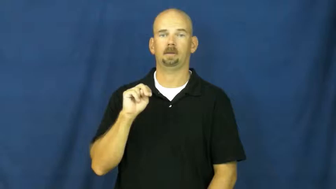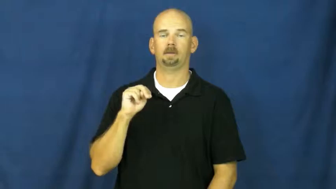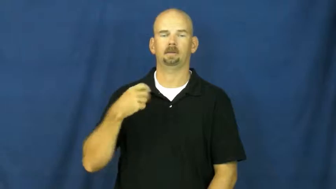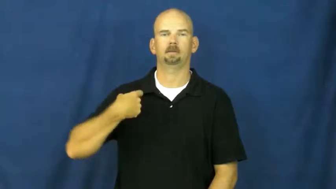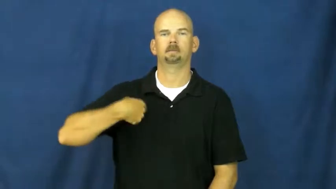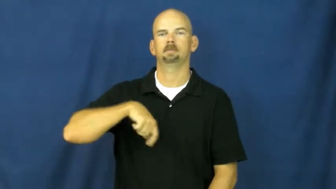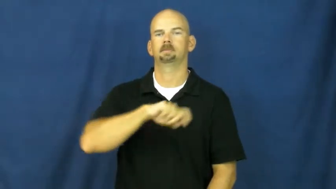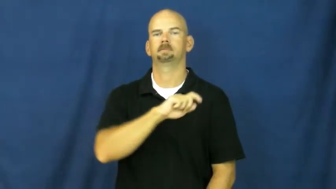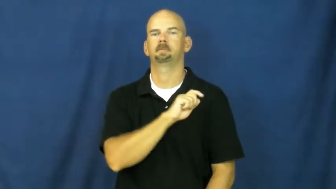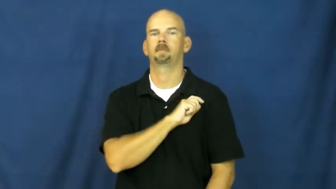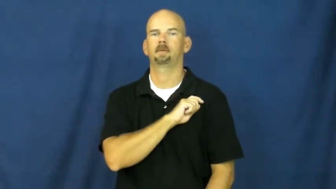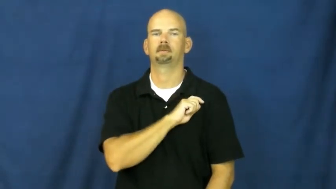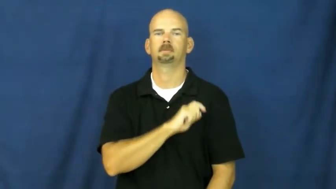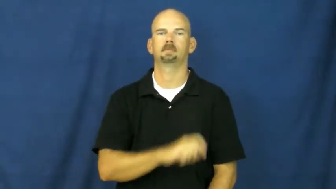spain,spanish,hispanic,latin